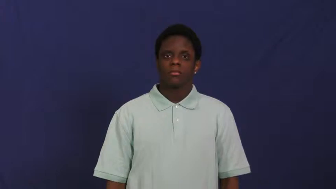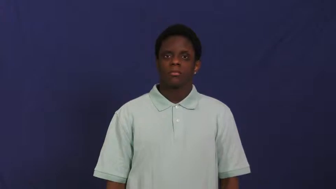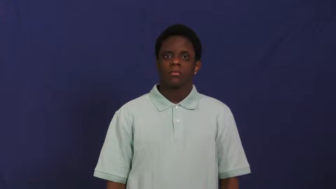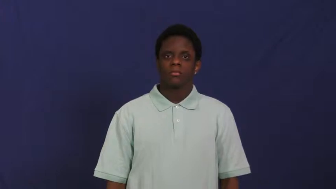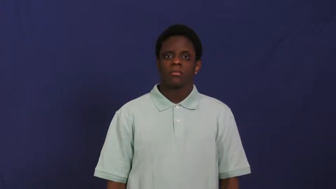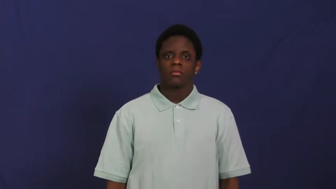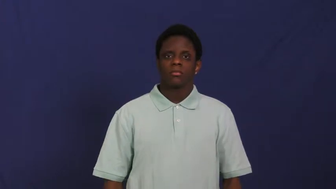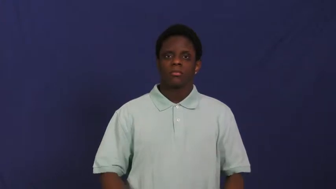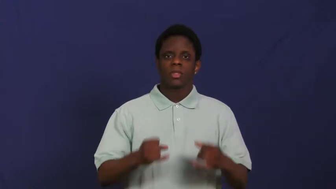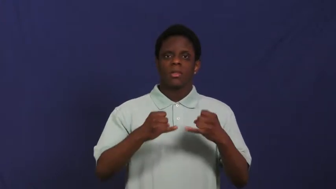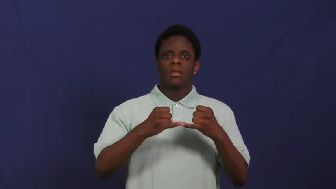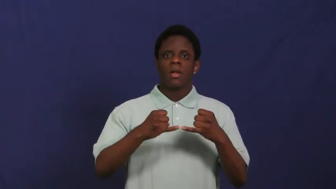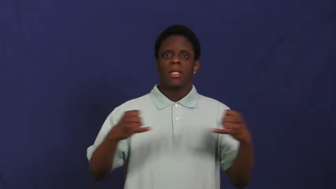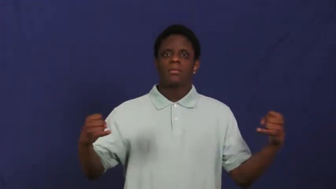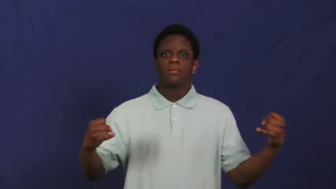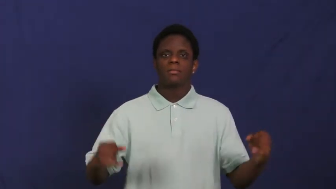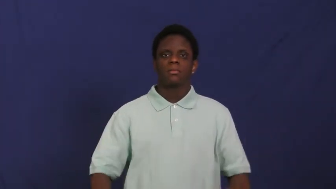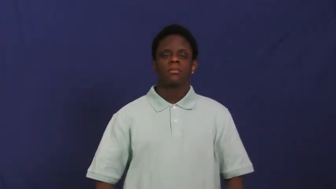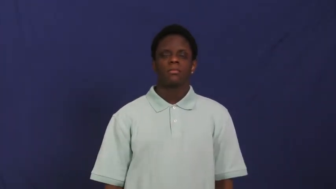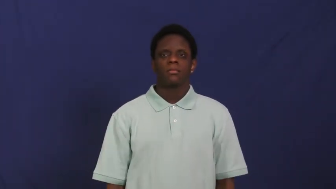line,stripe